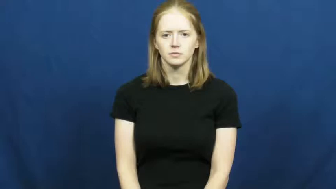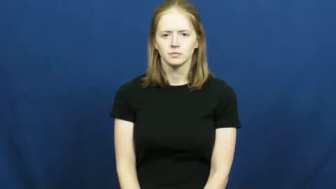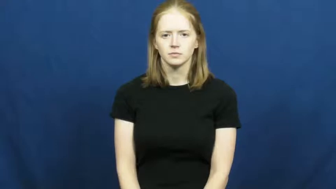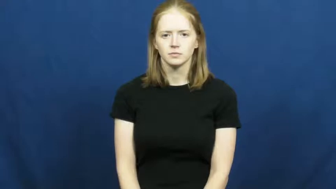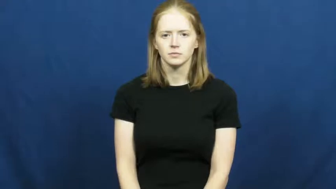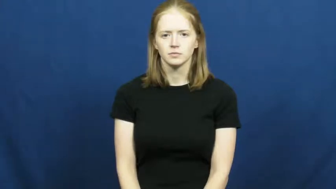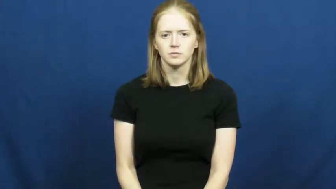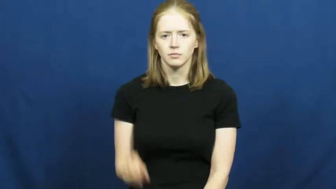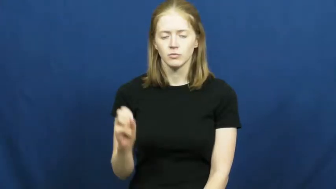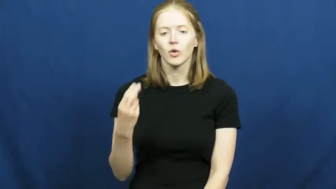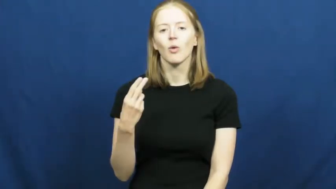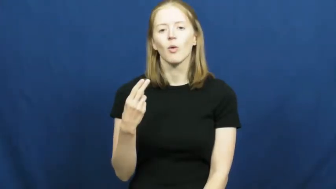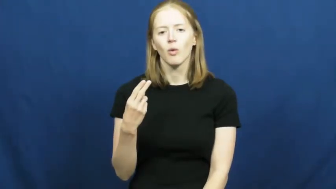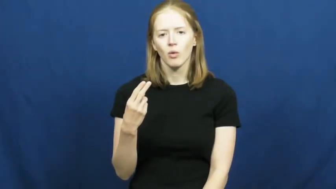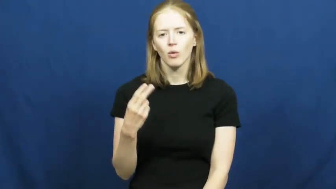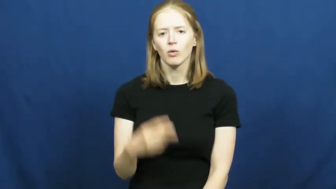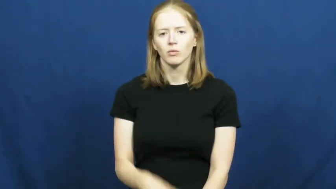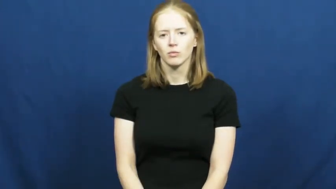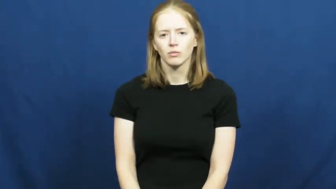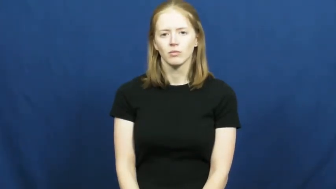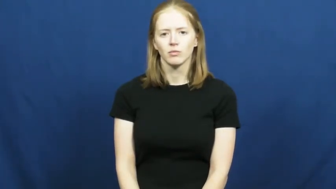oh-fingerspell